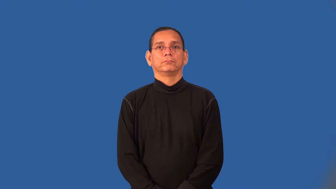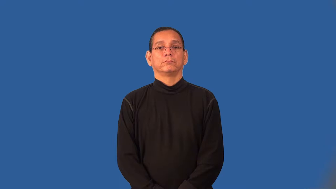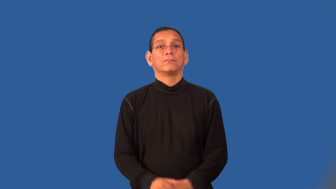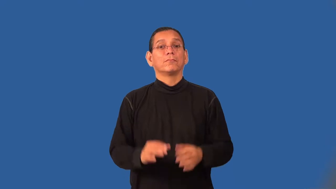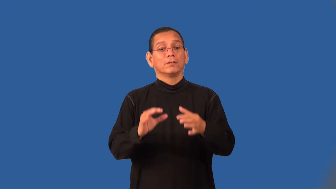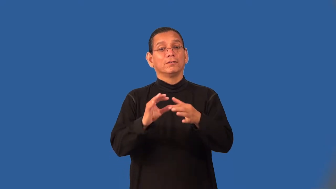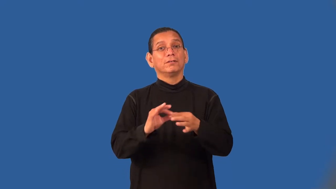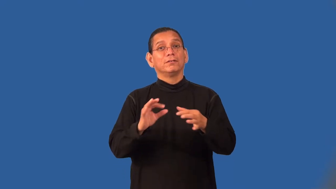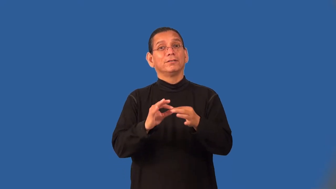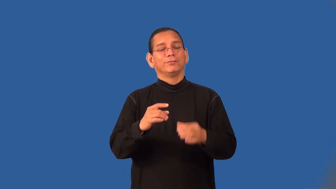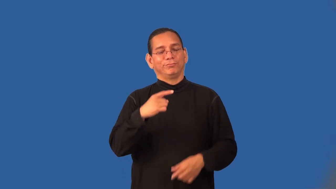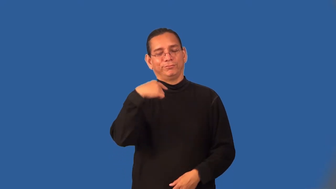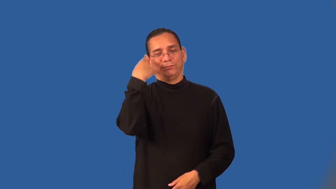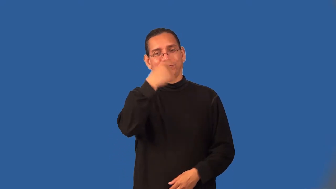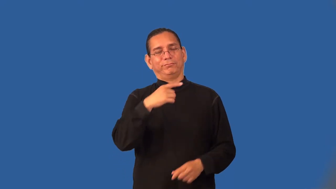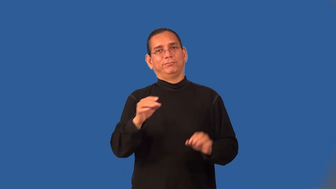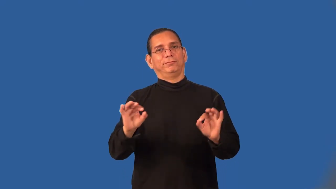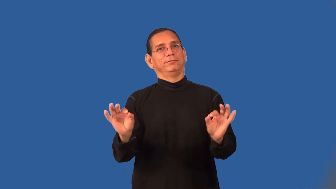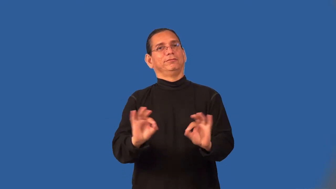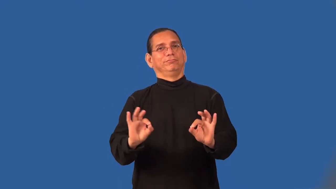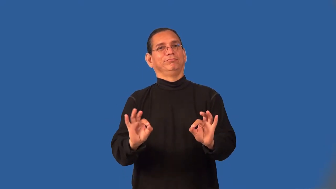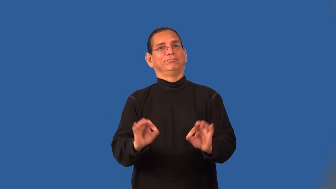trivialize